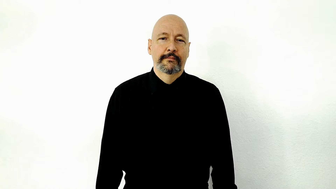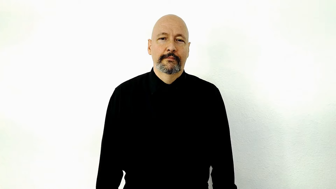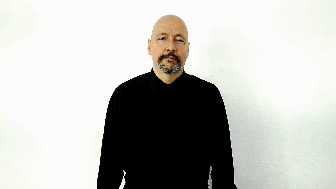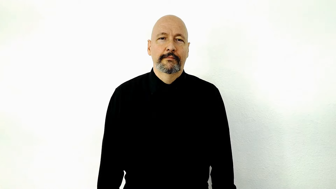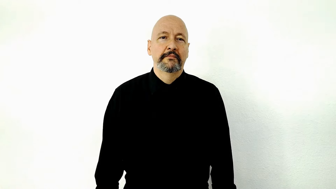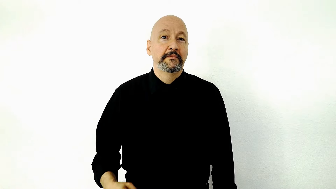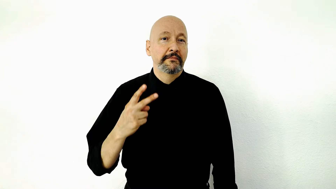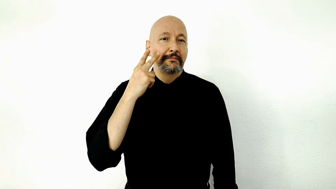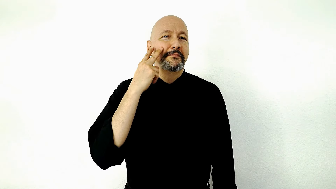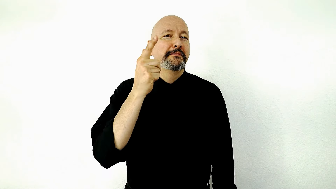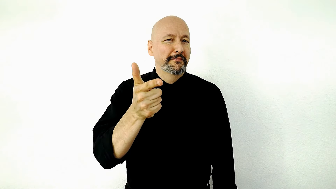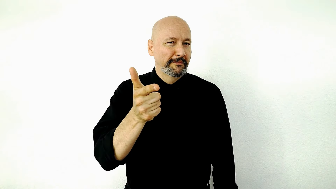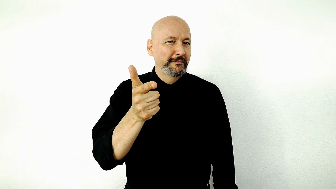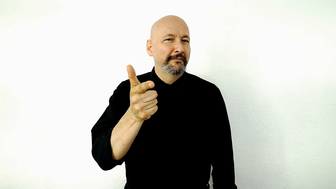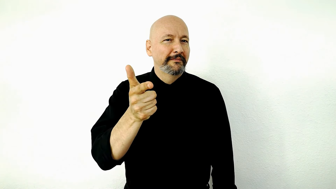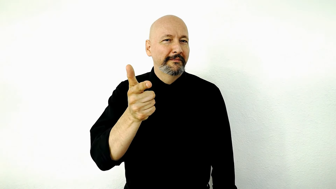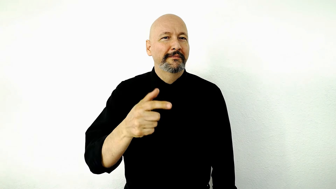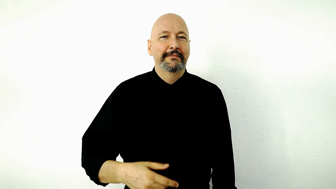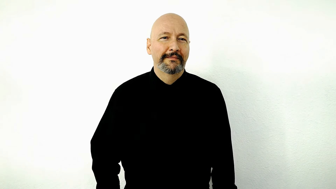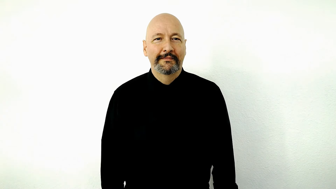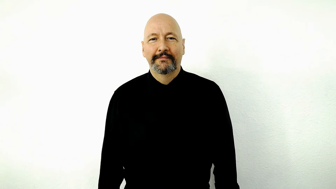SEE-you-LATER